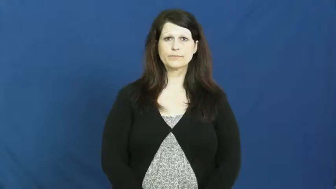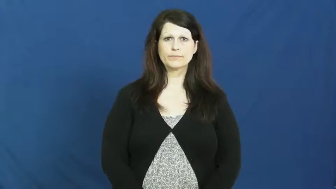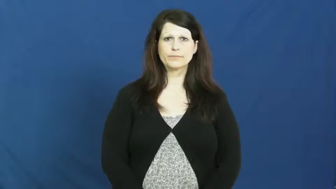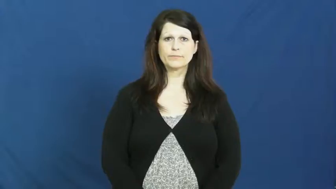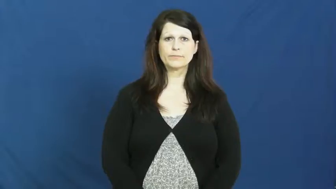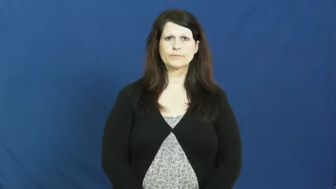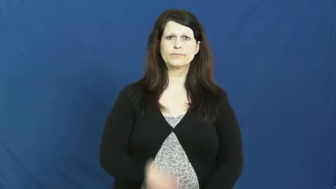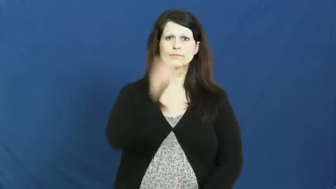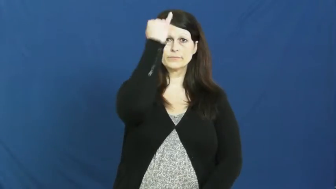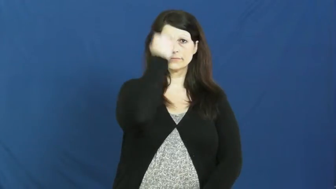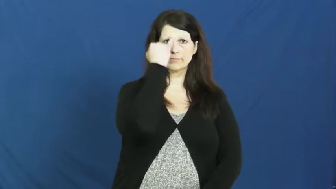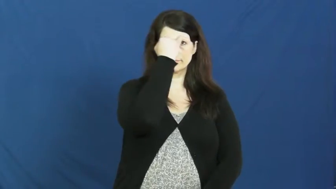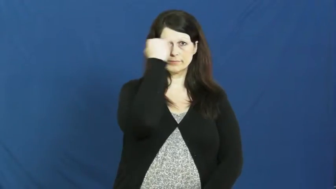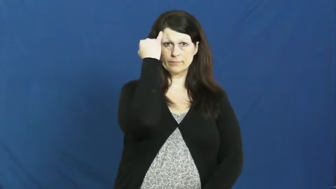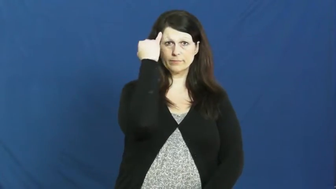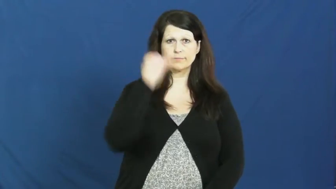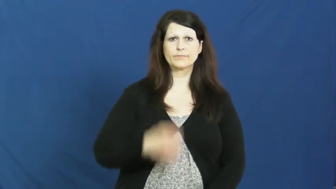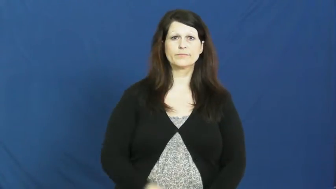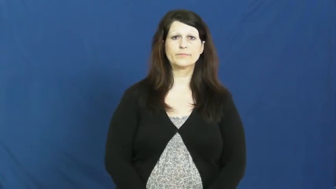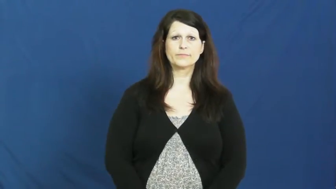italian